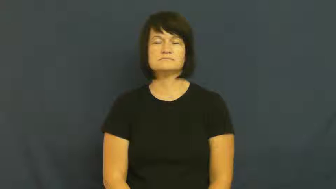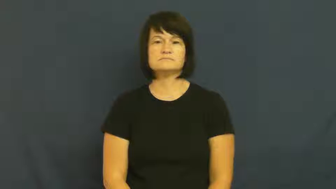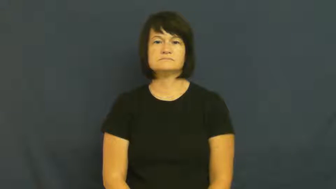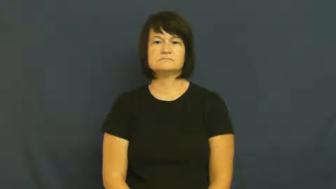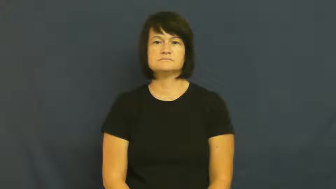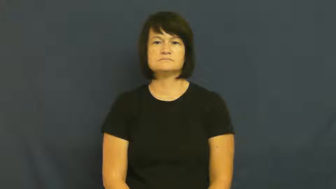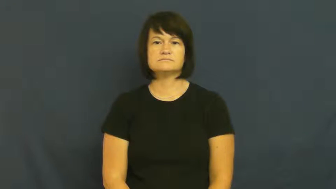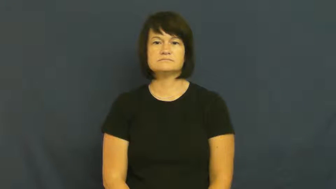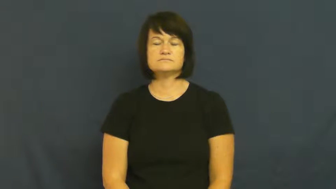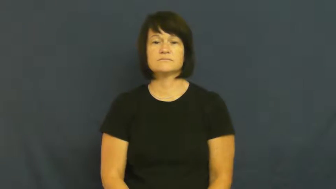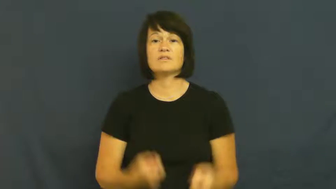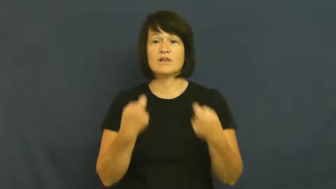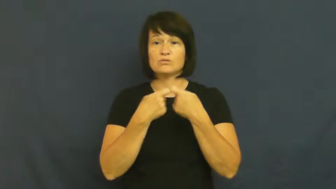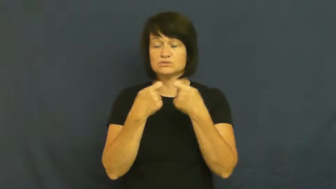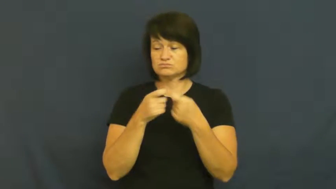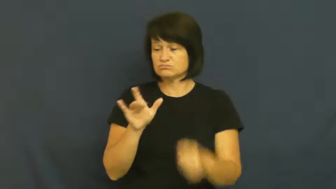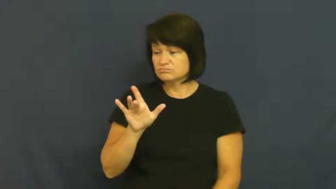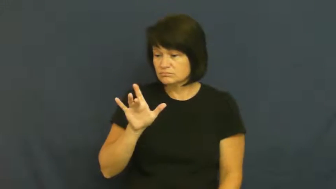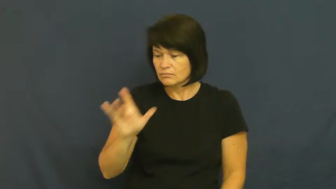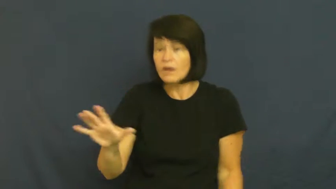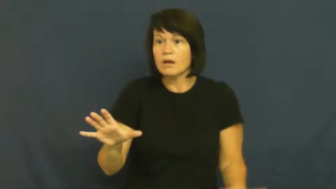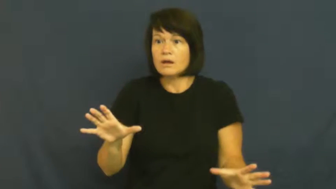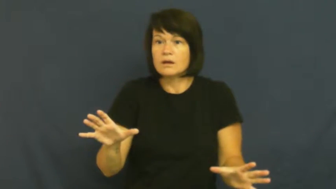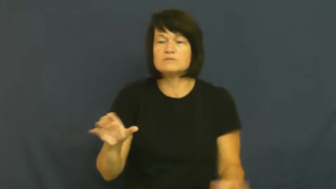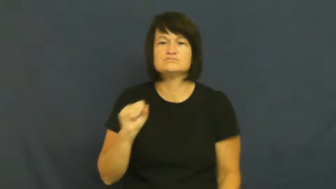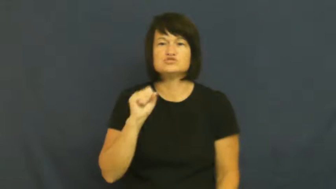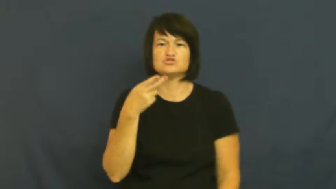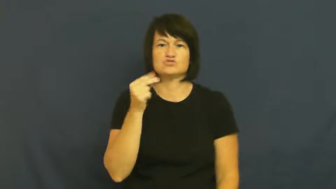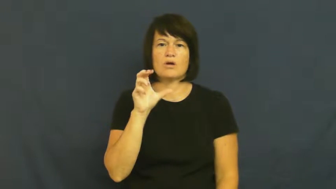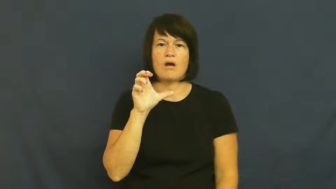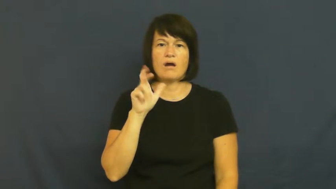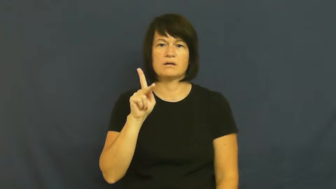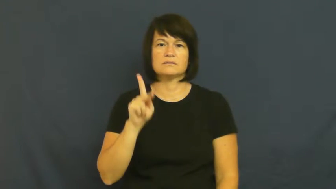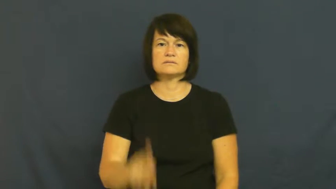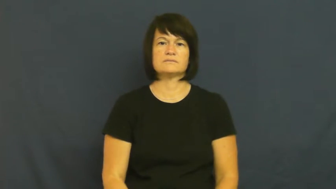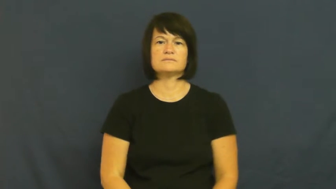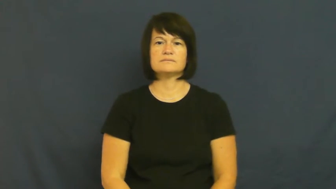shock,jolt-electric